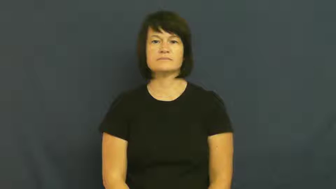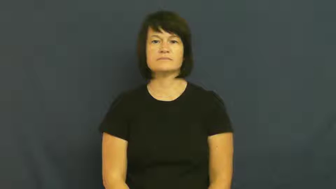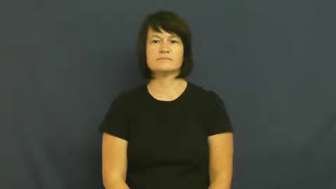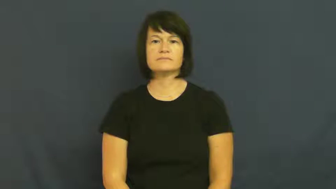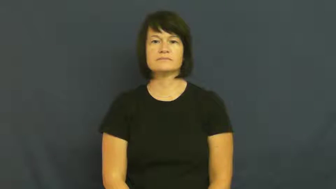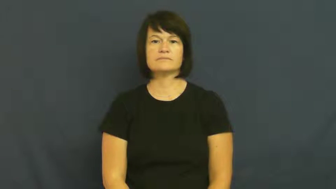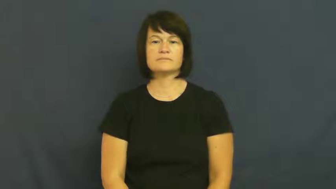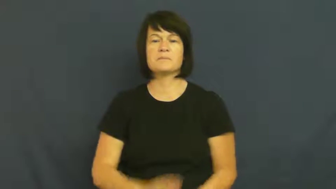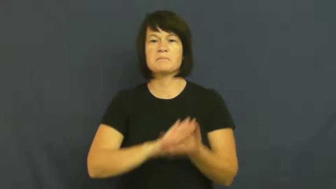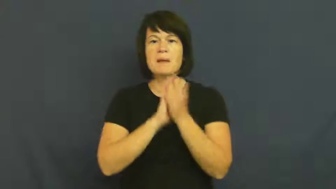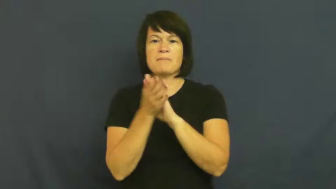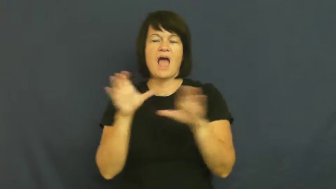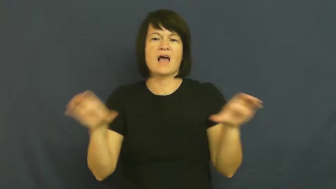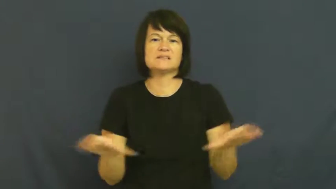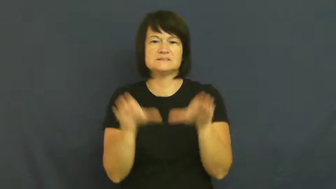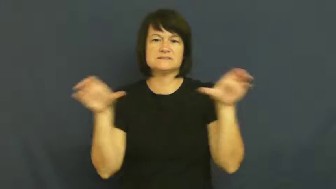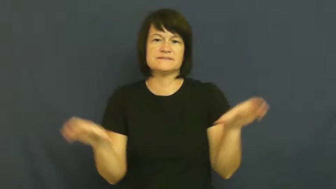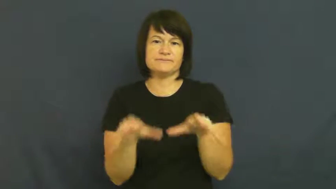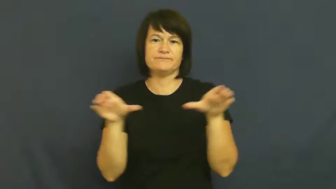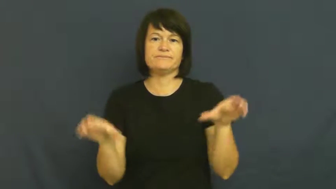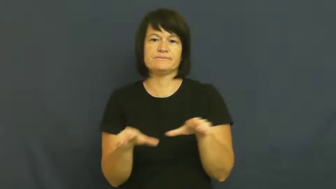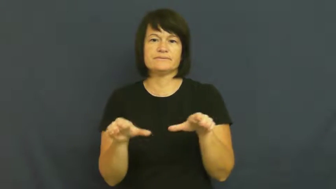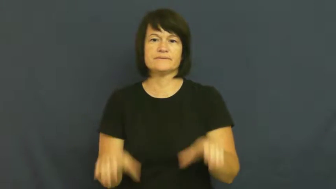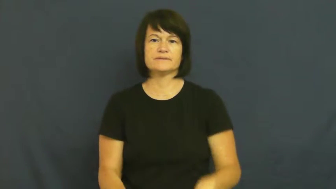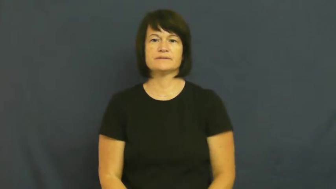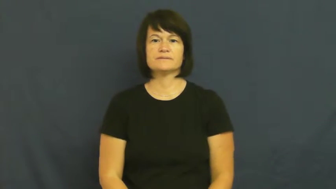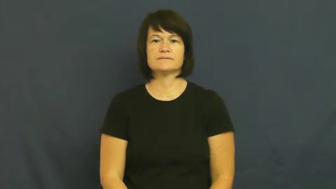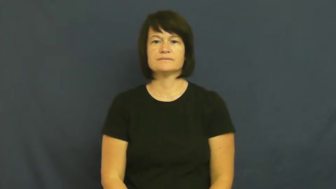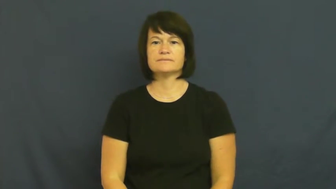rouse